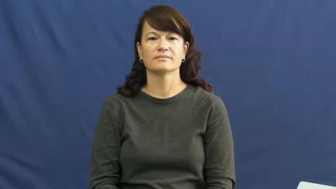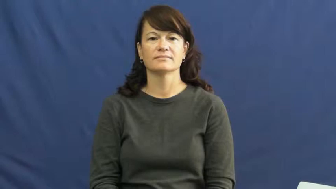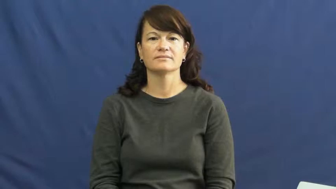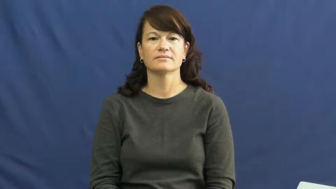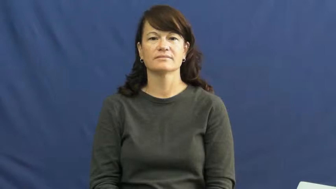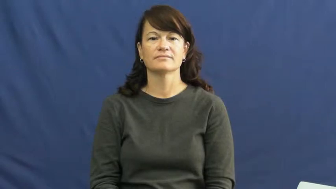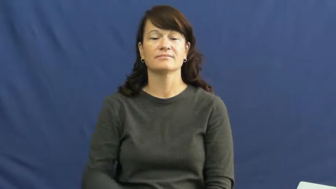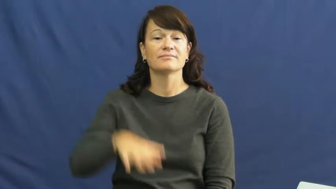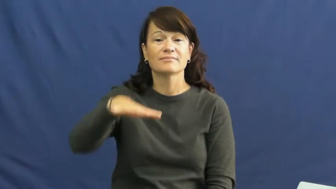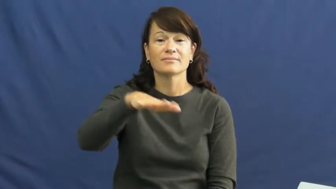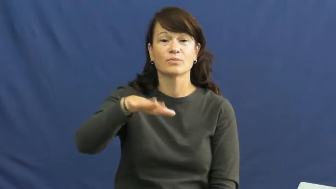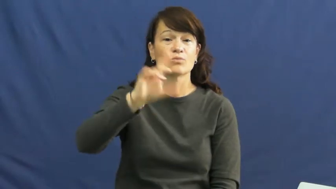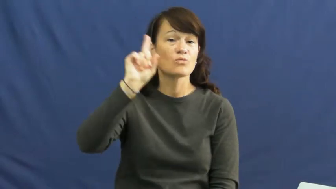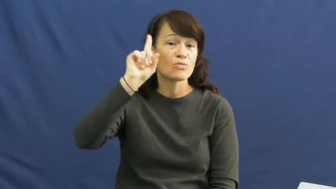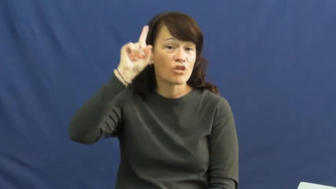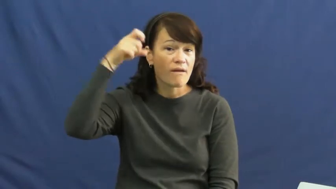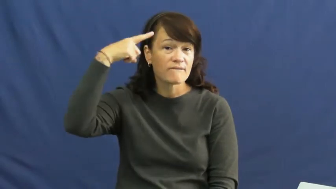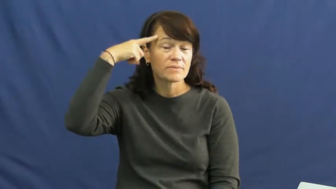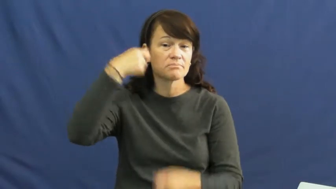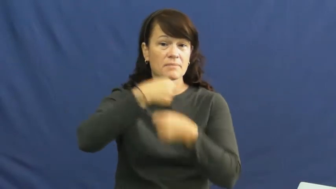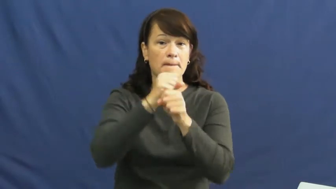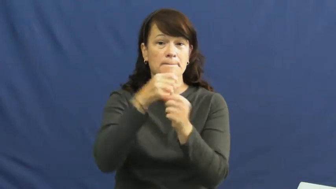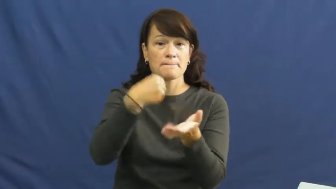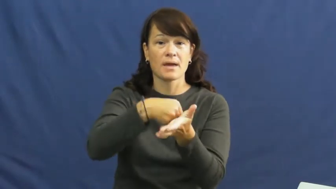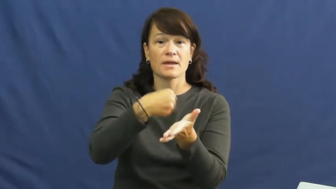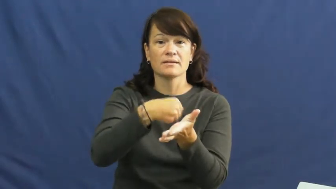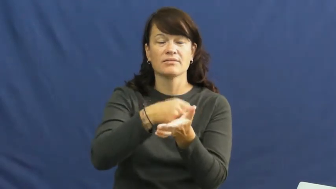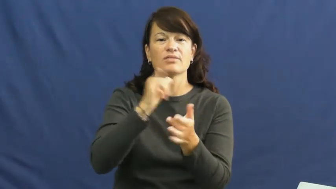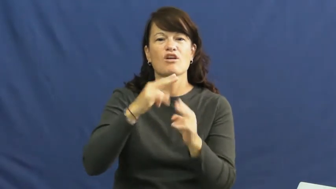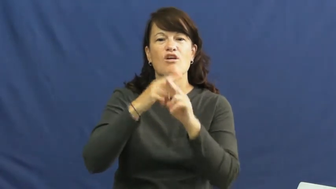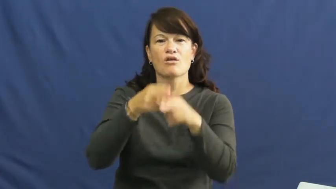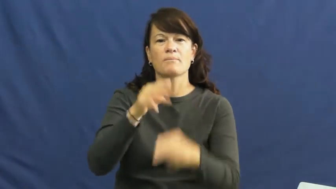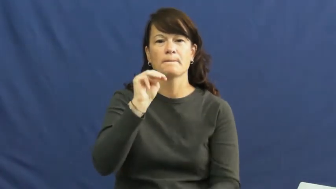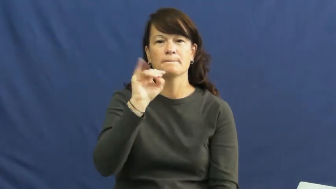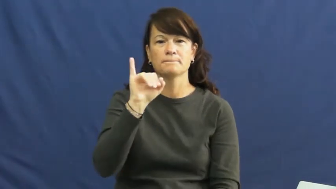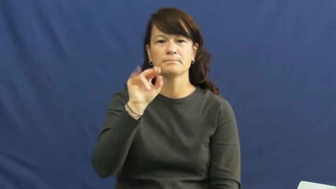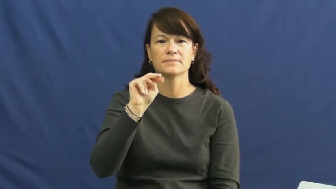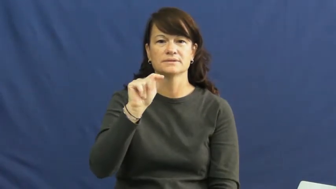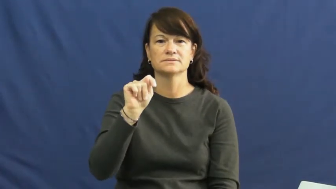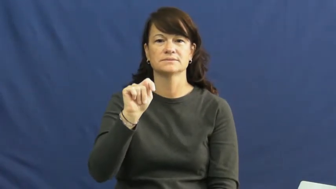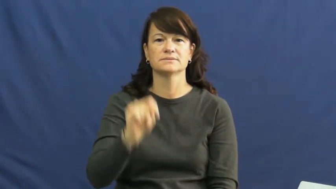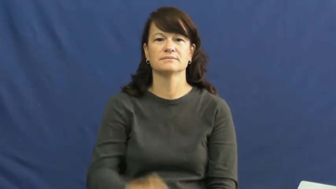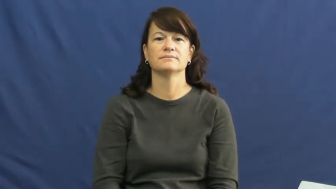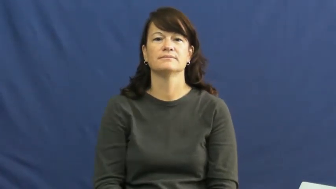mint-money